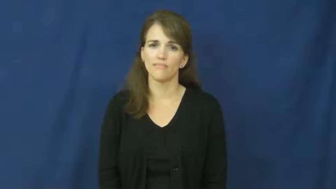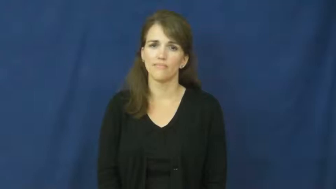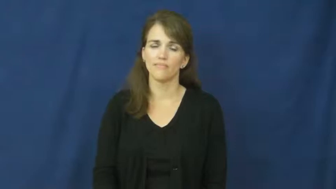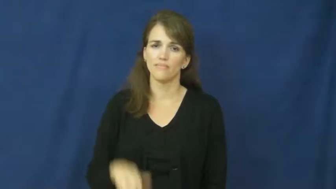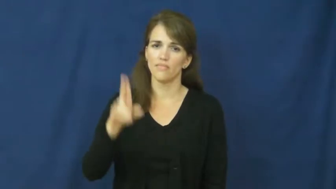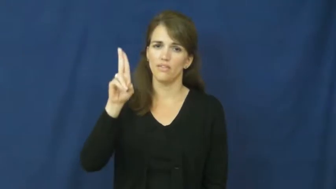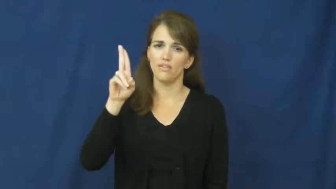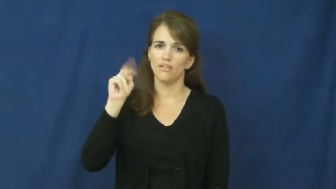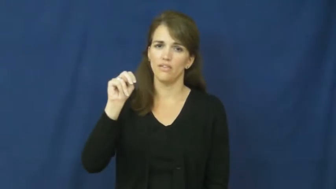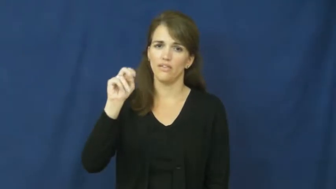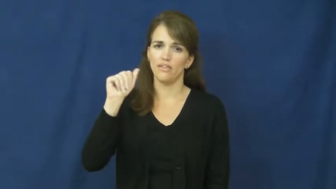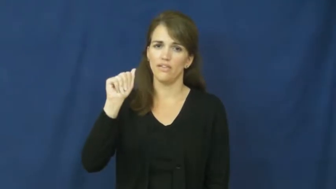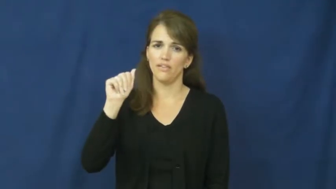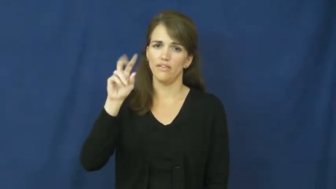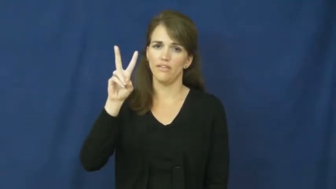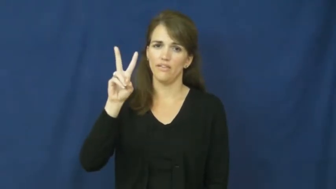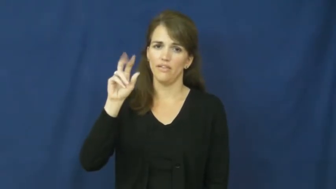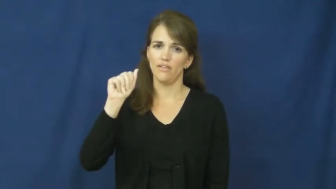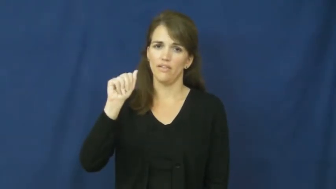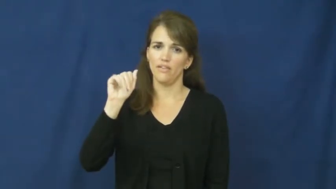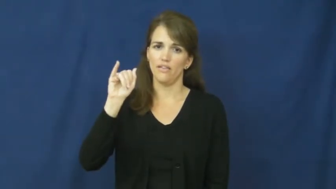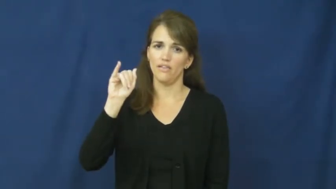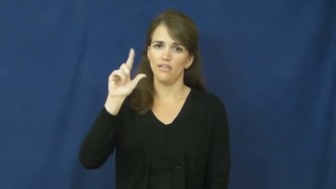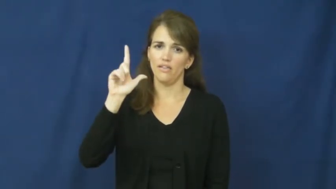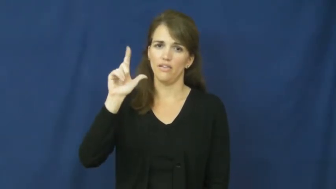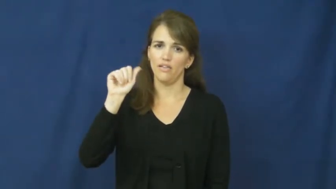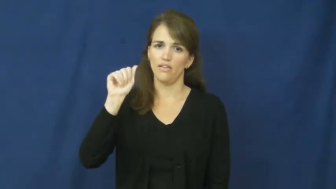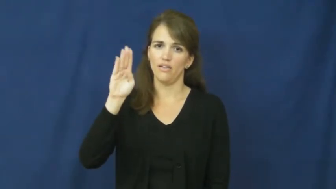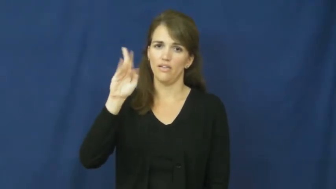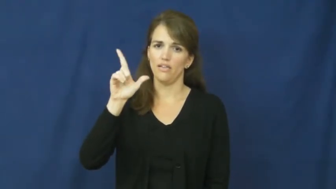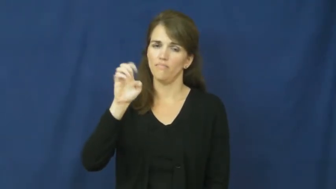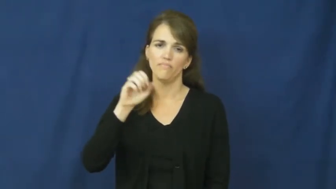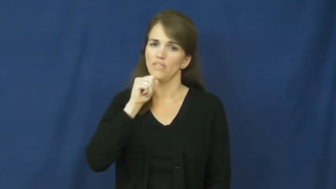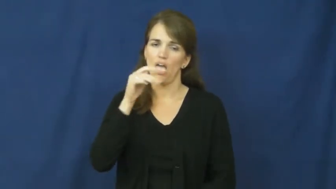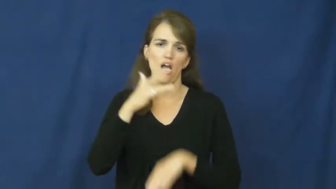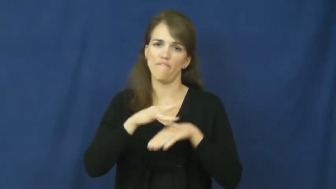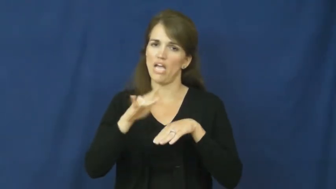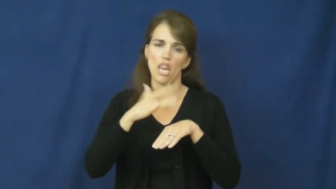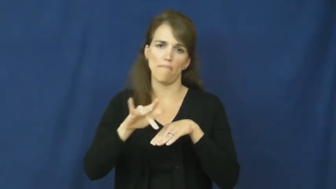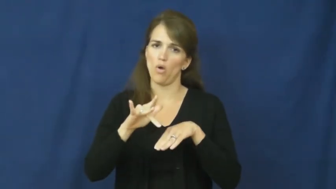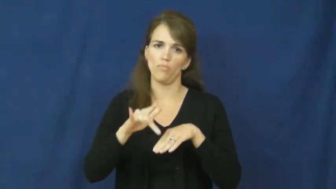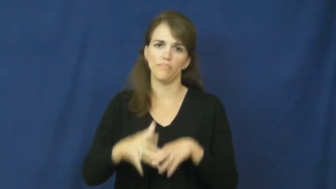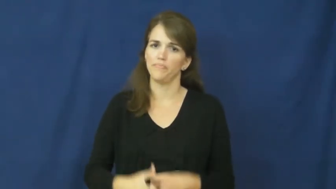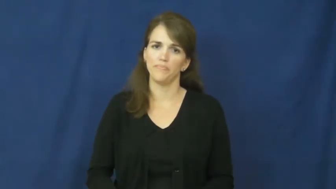unavailable